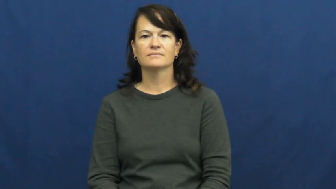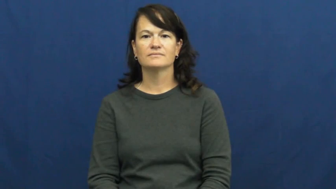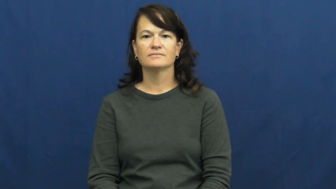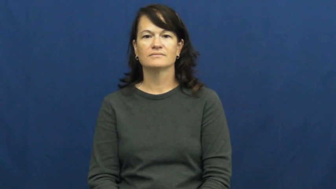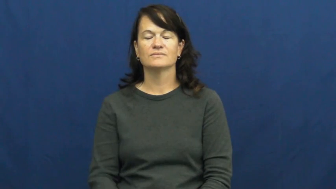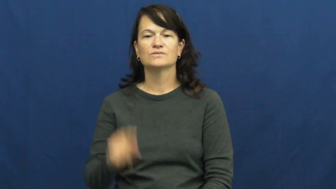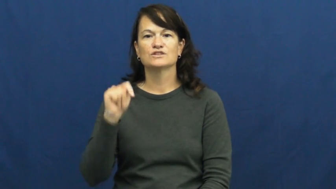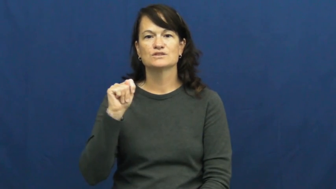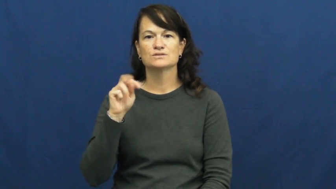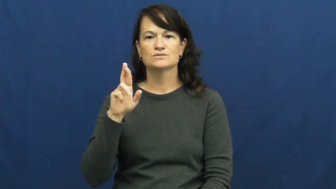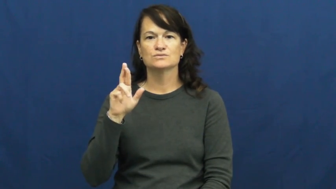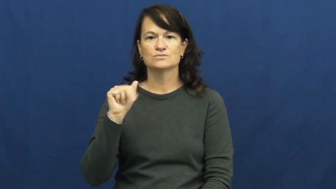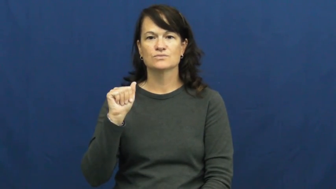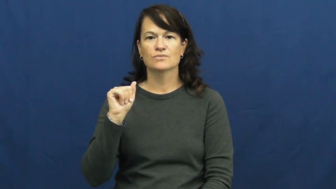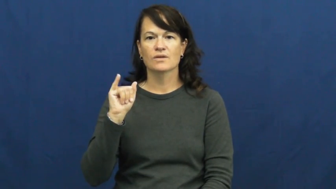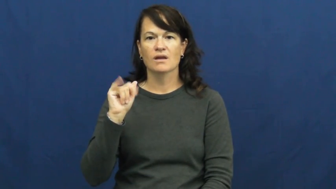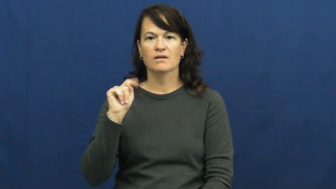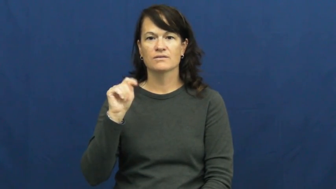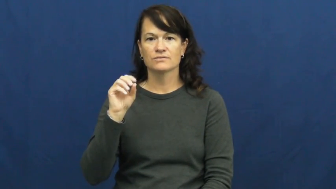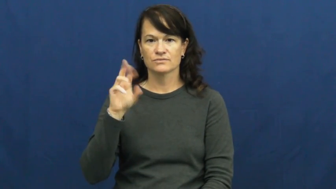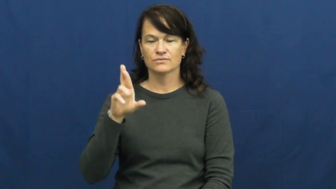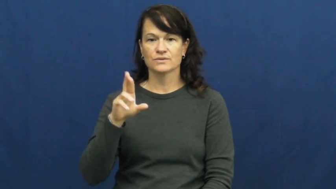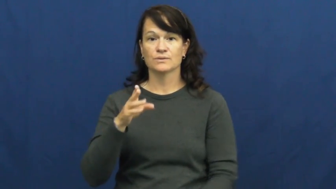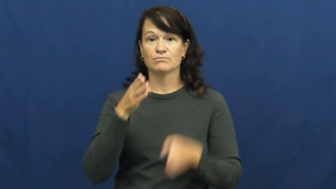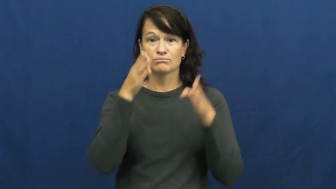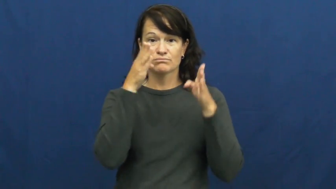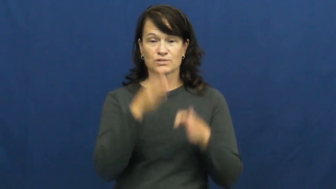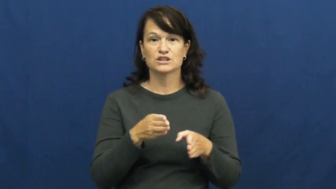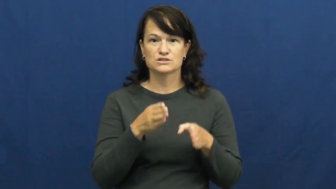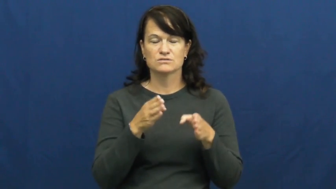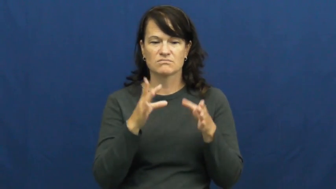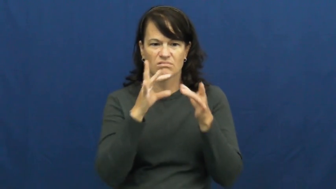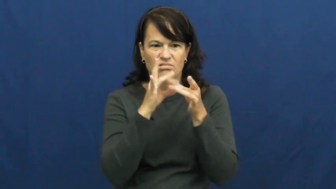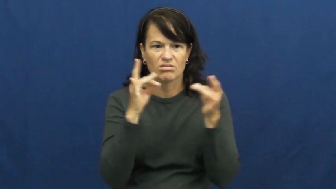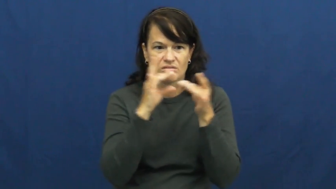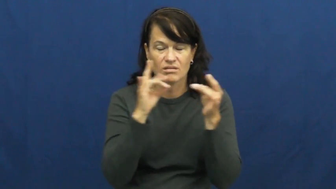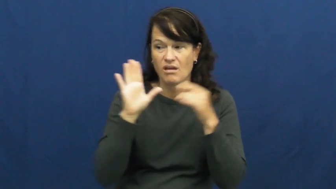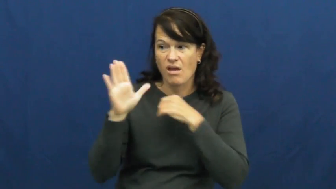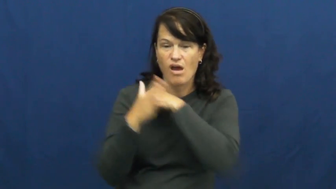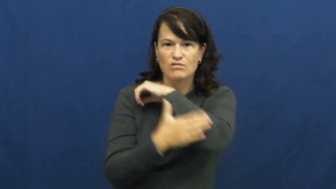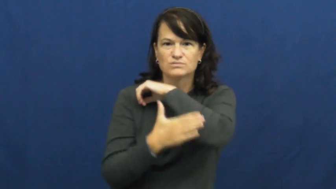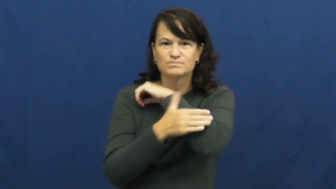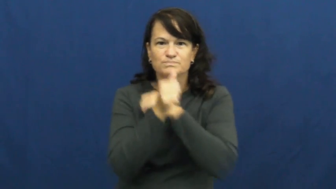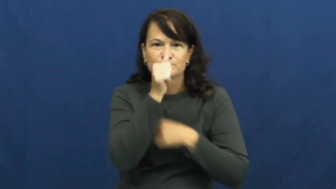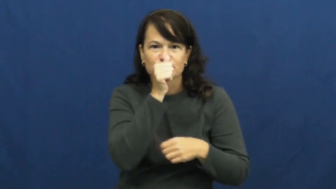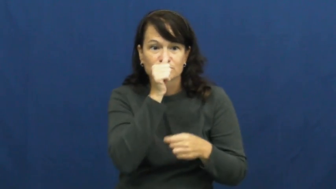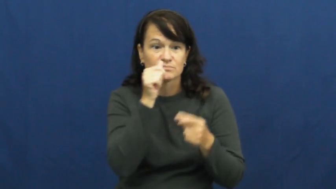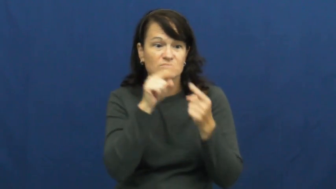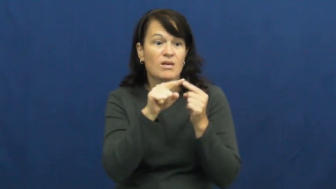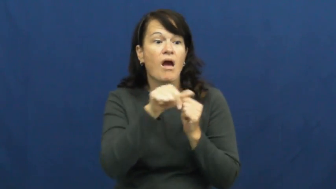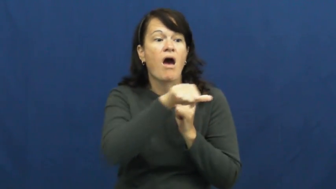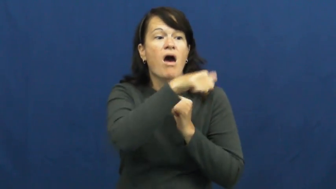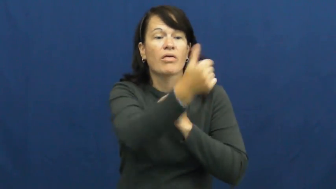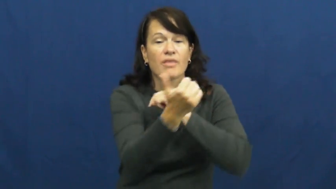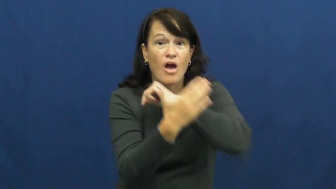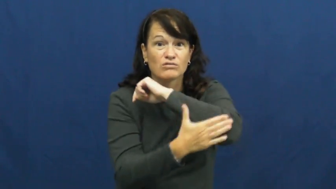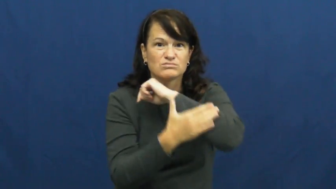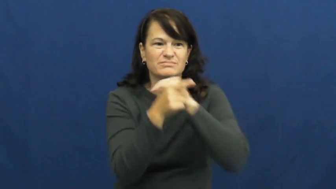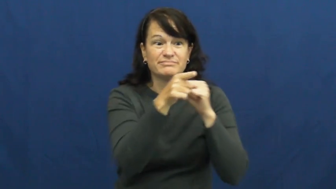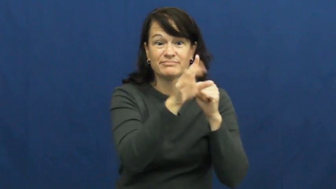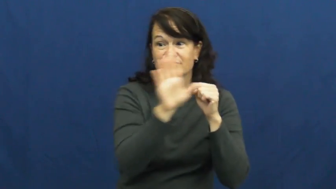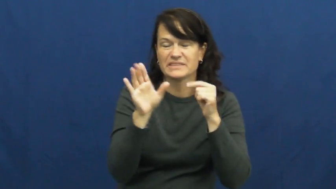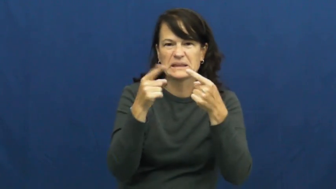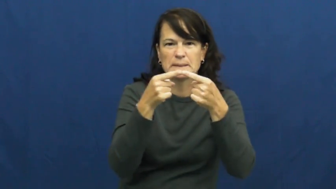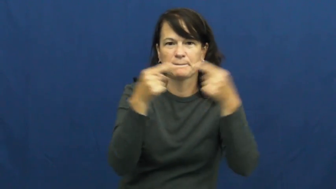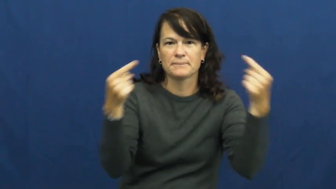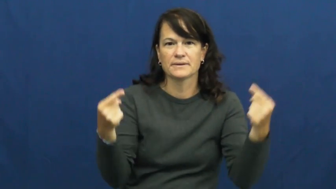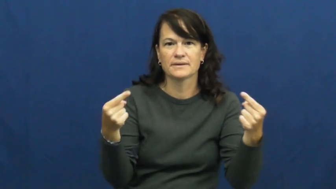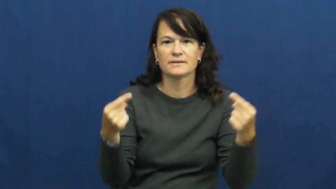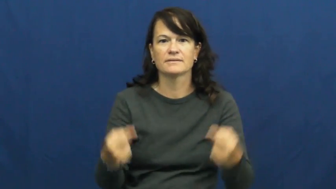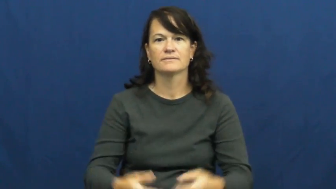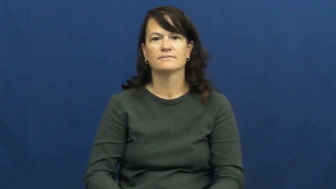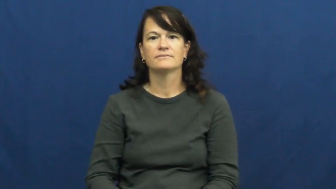traitor